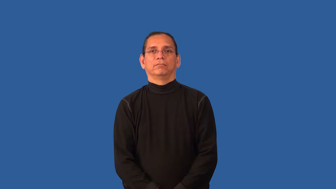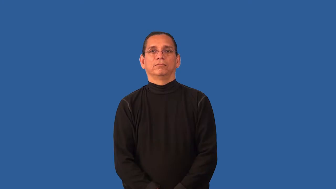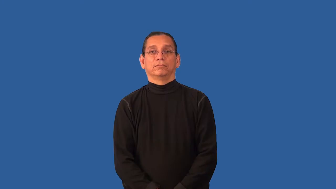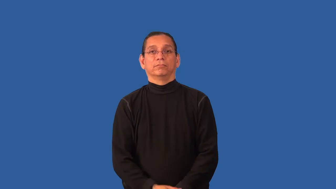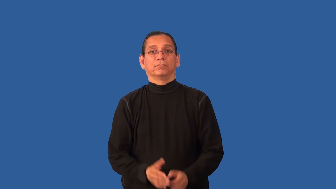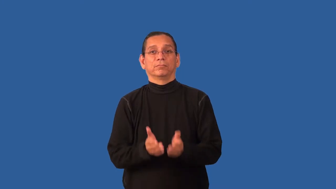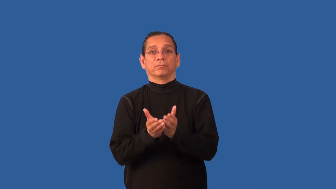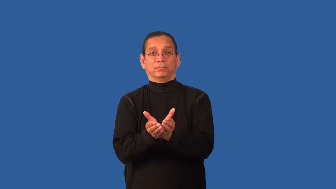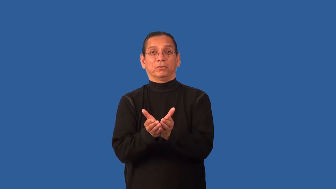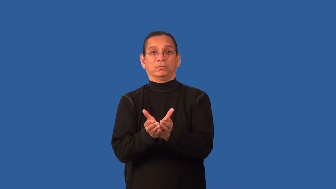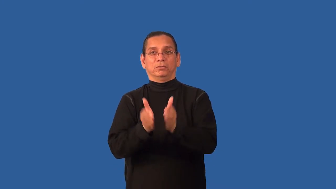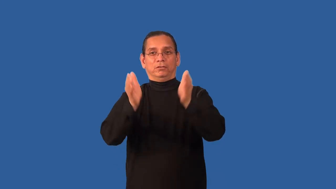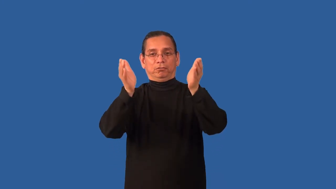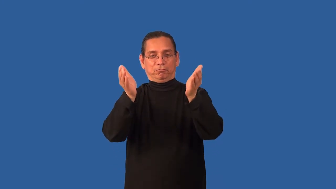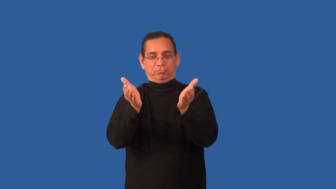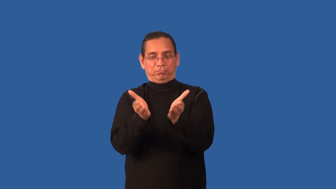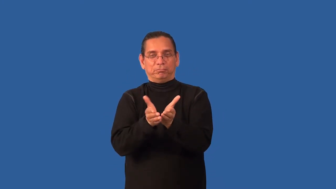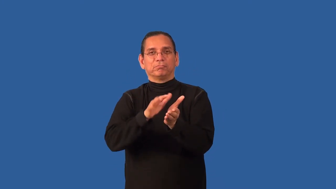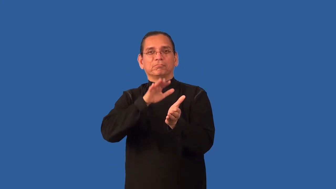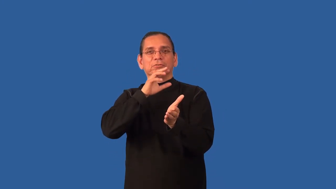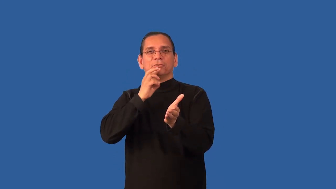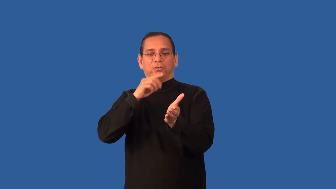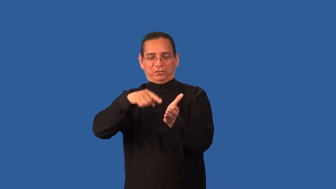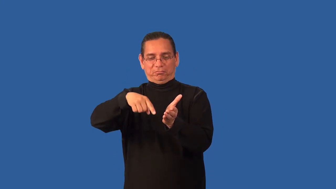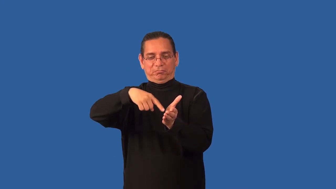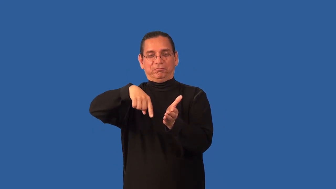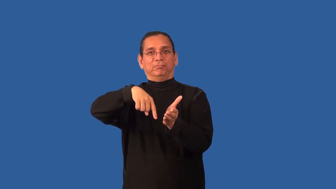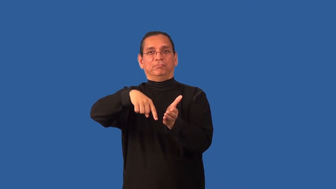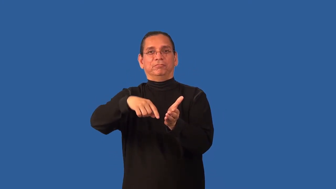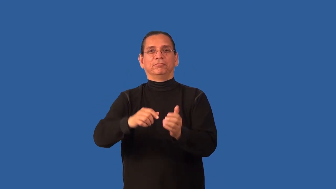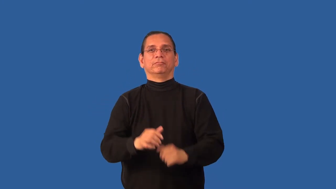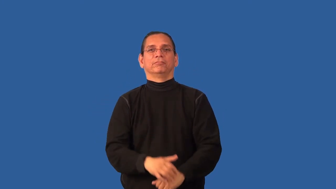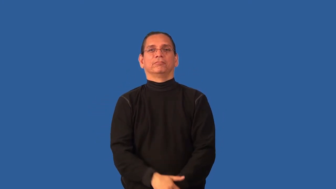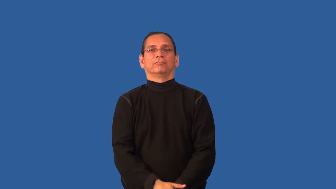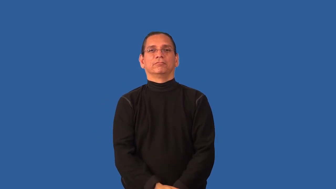bilge